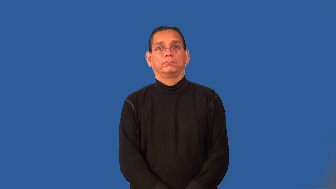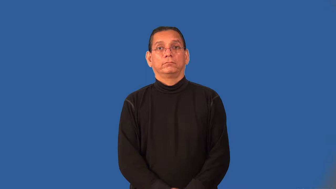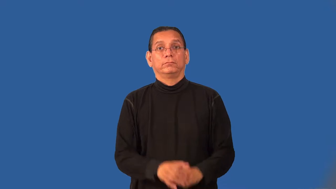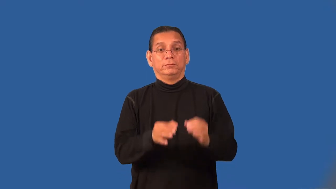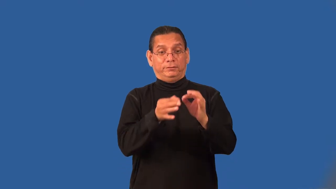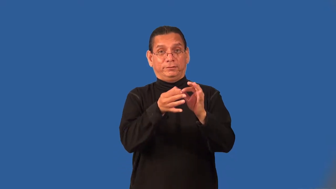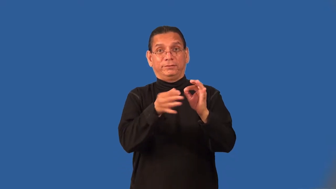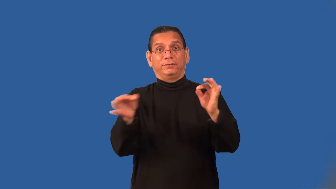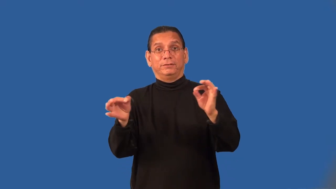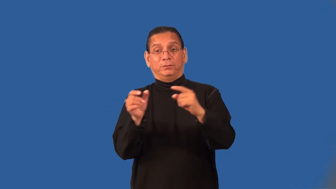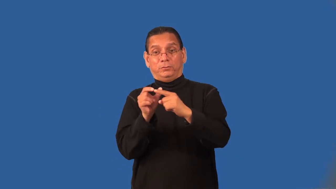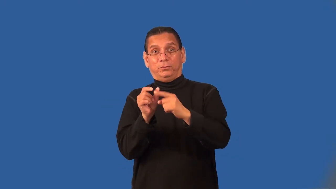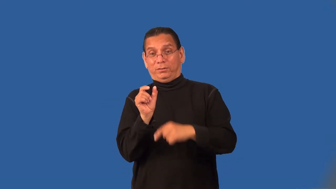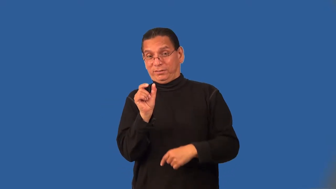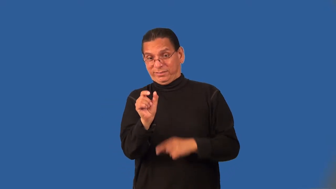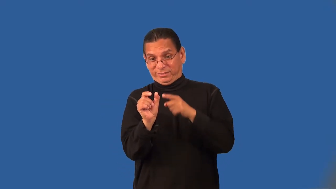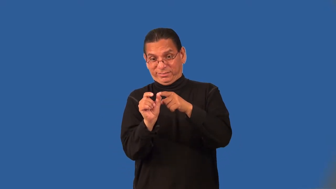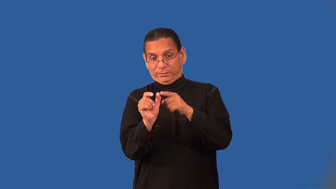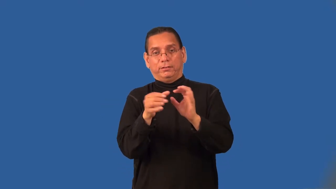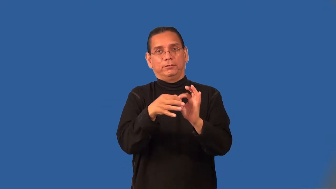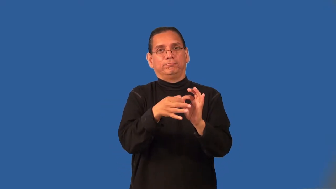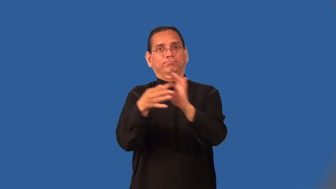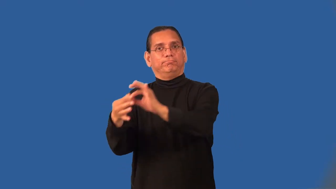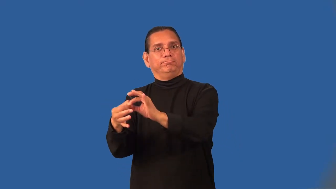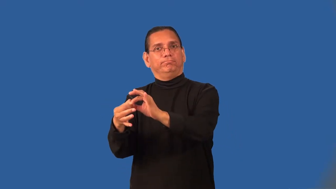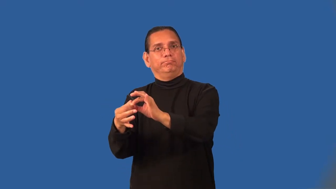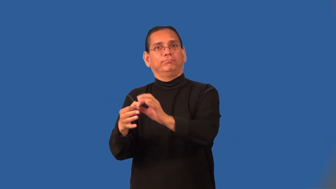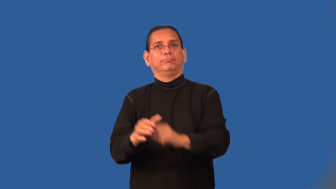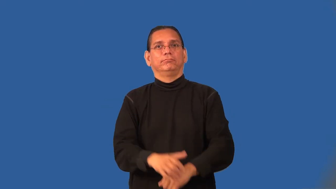preposition